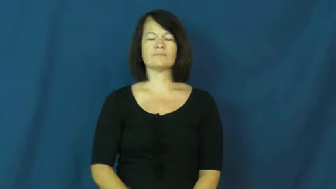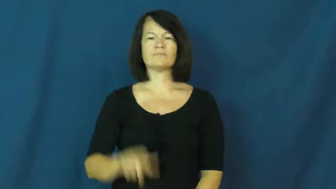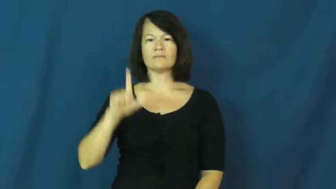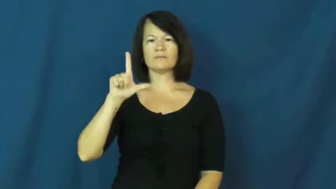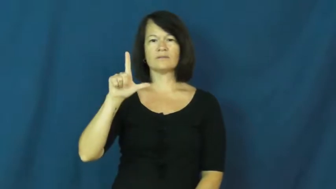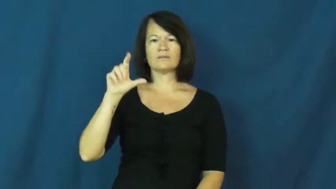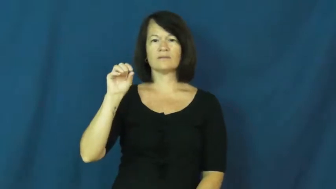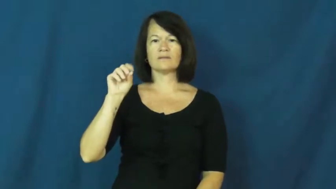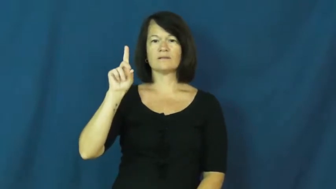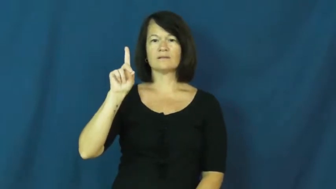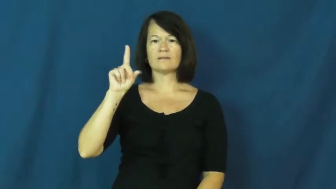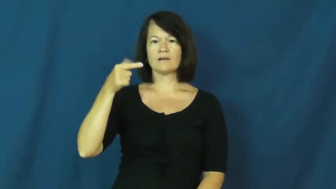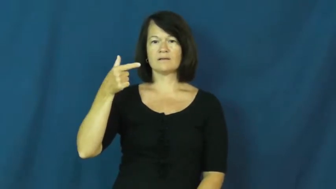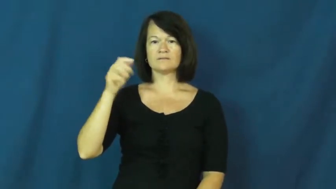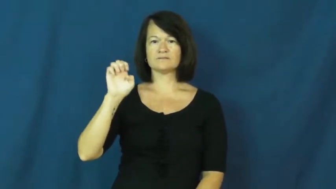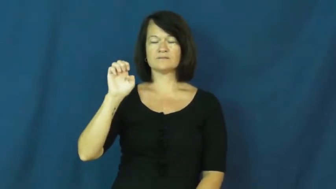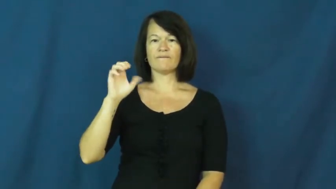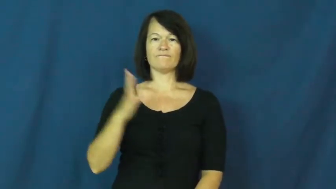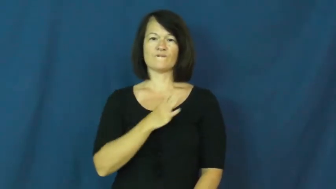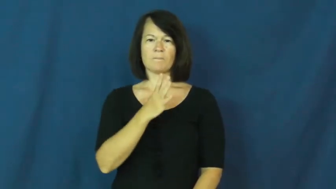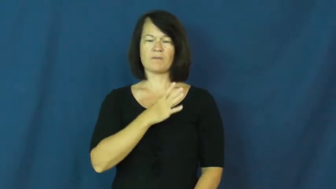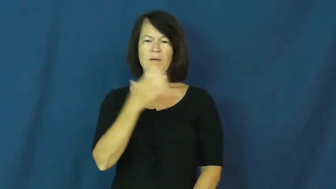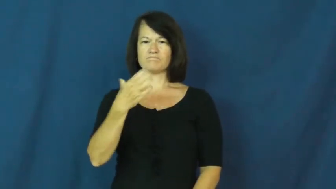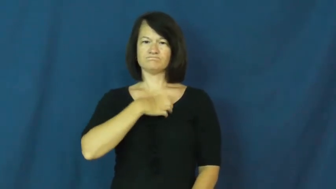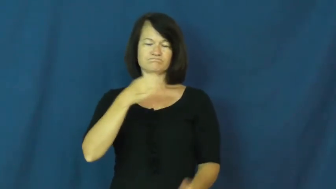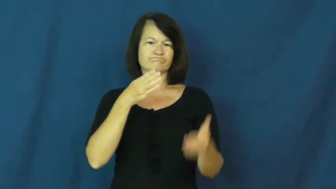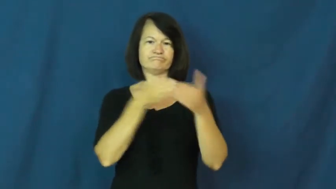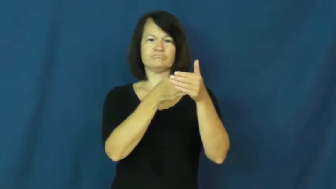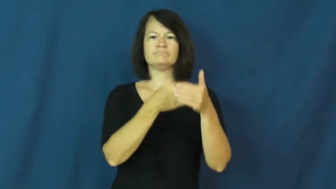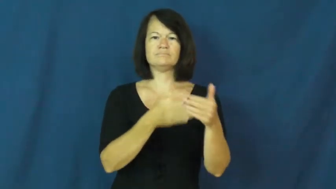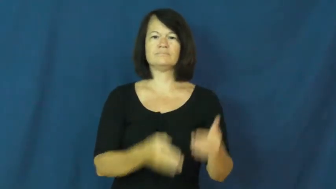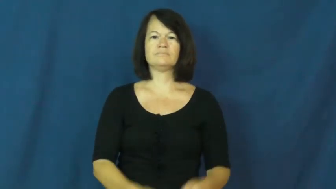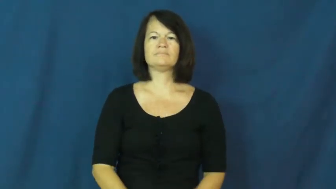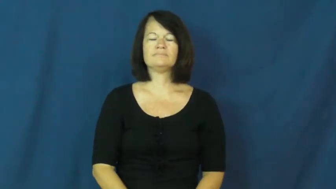lodge-complaint